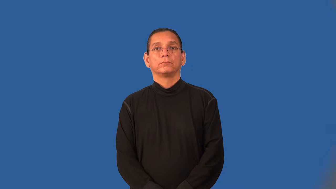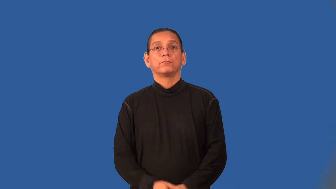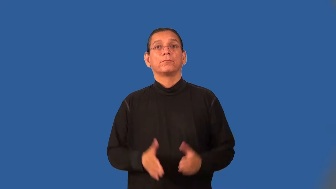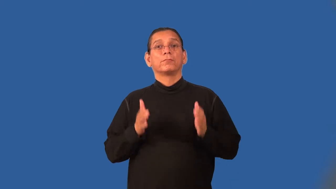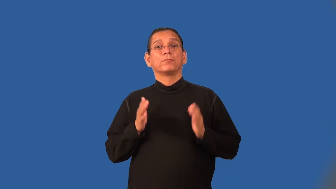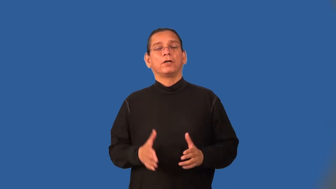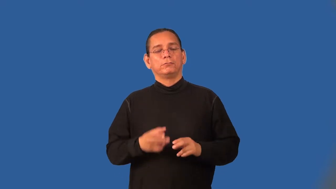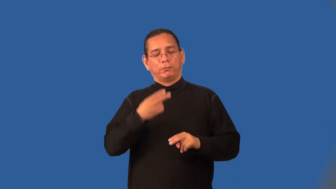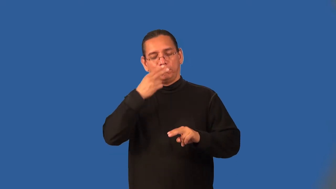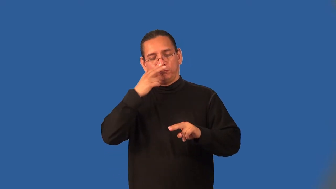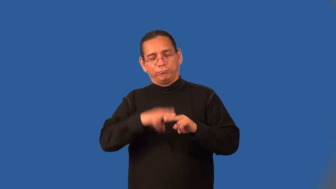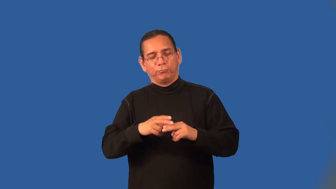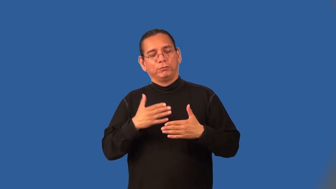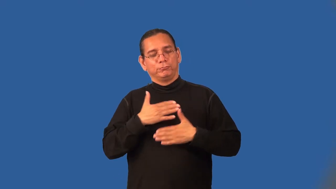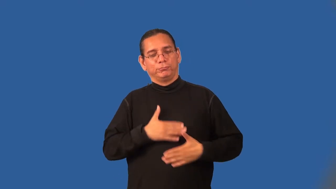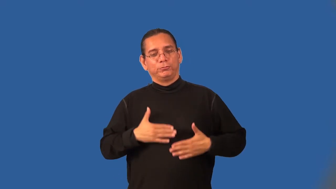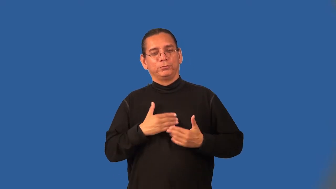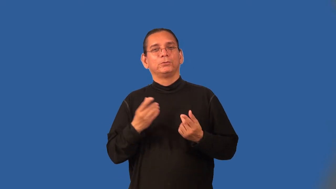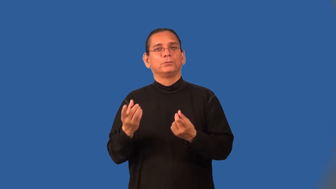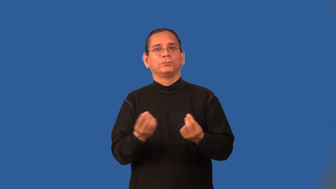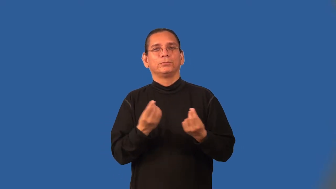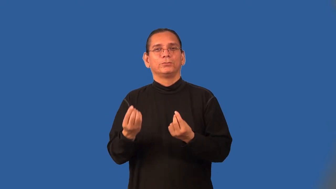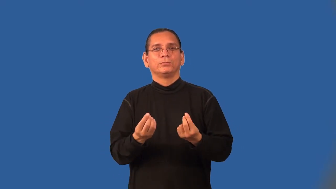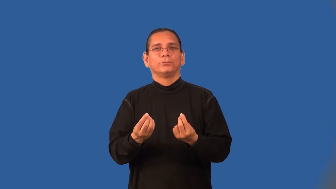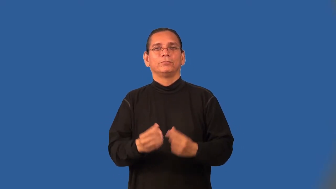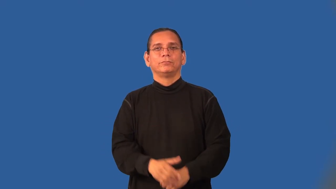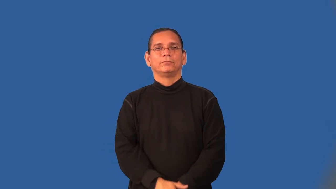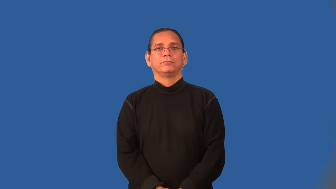dabbler